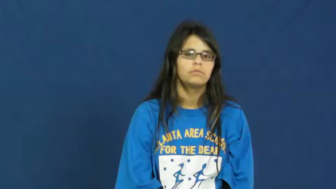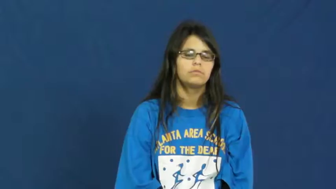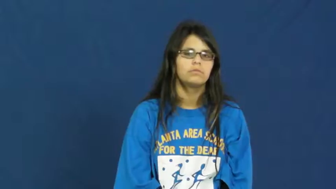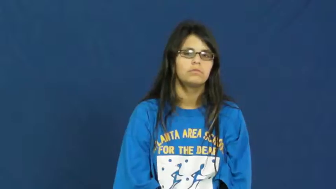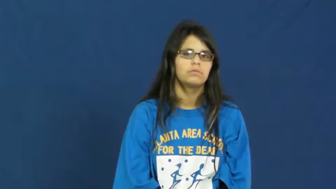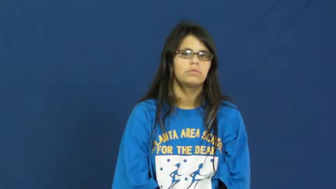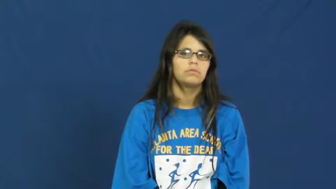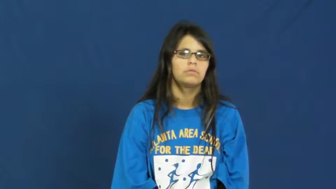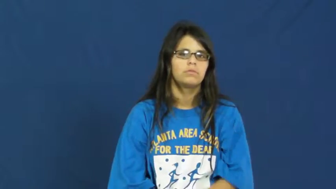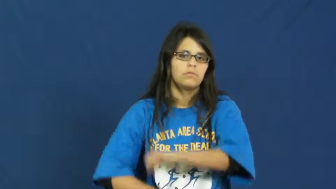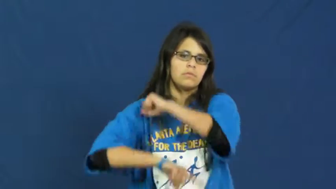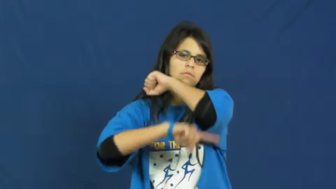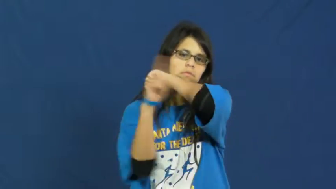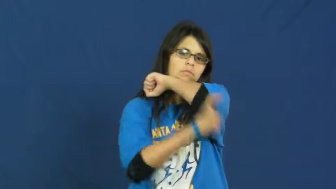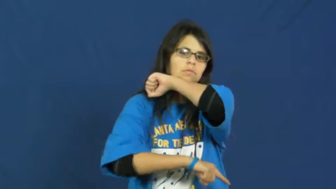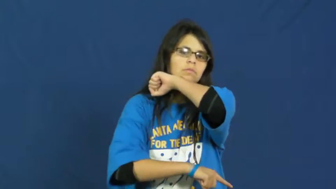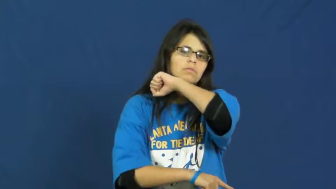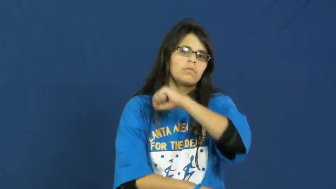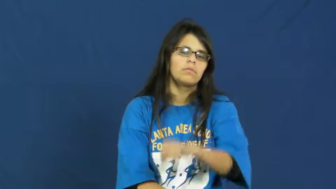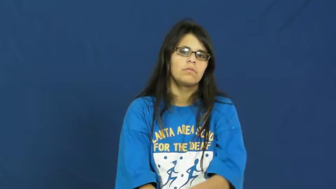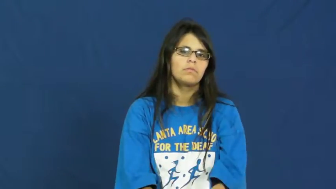punish,come down on